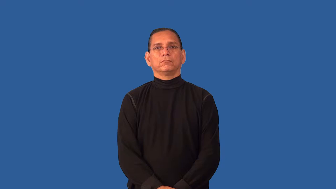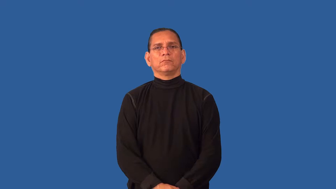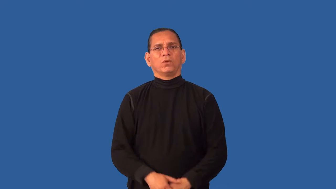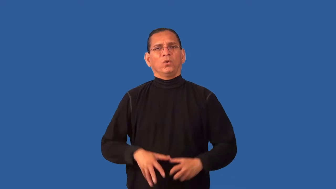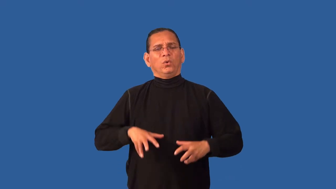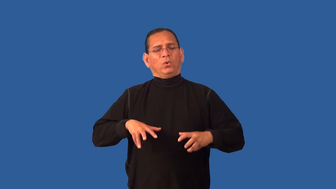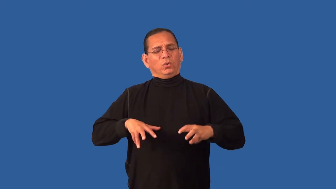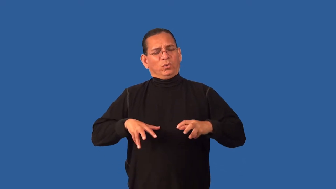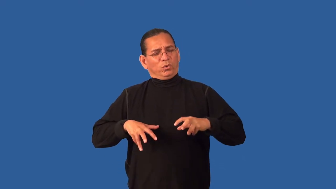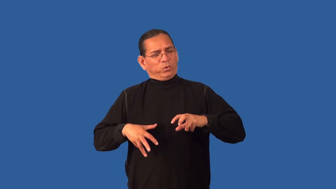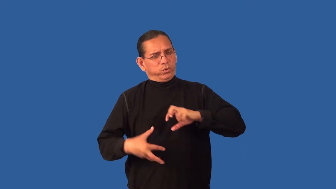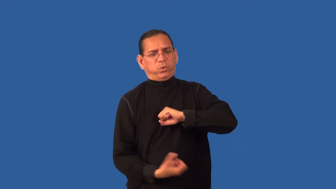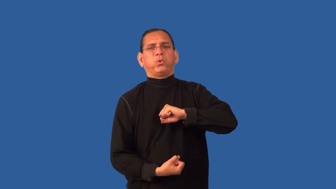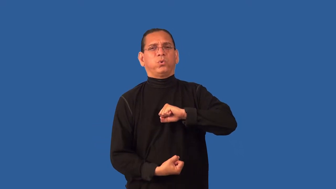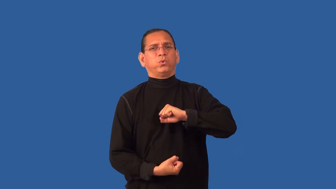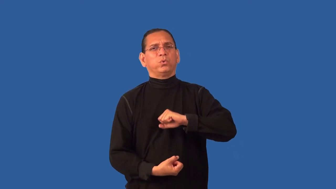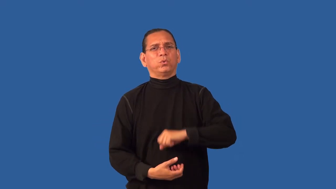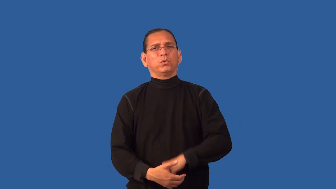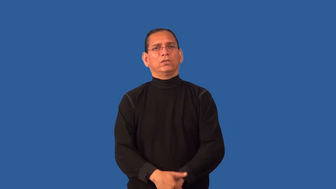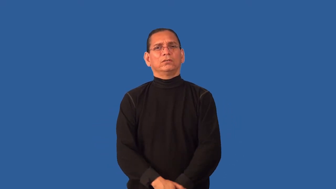overwrought